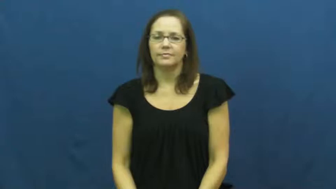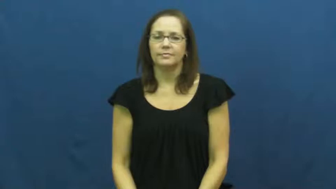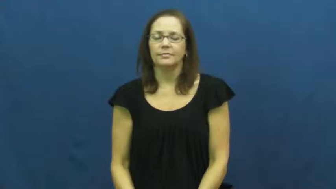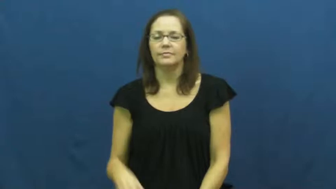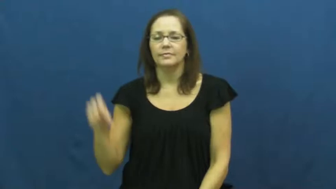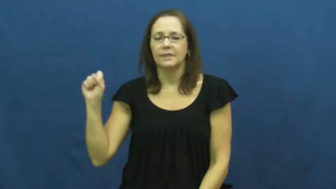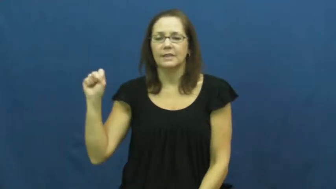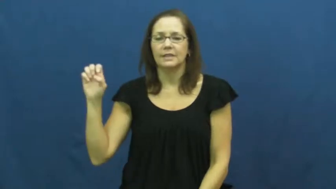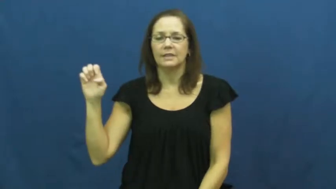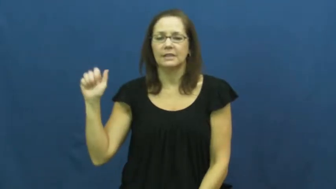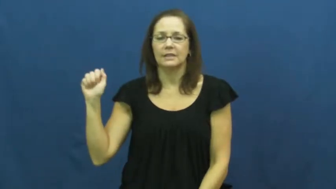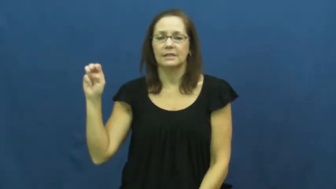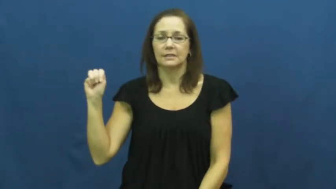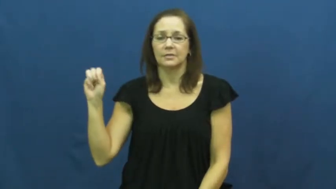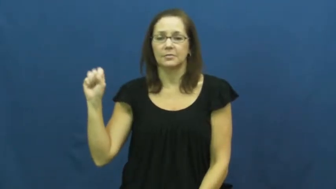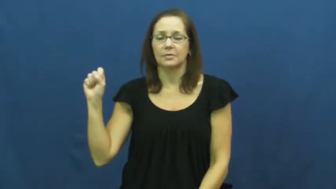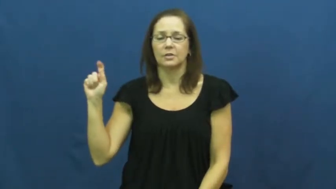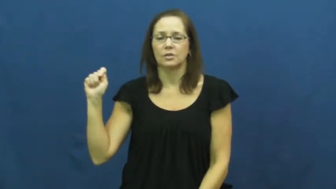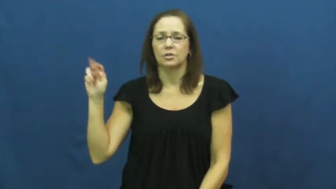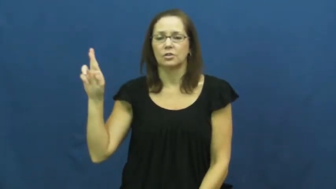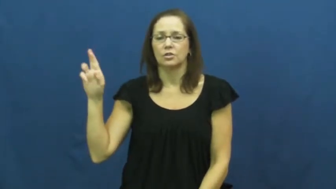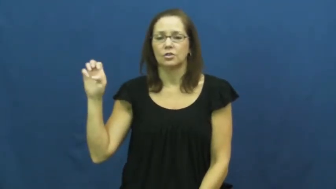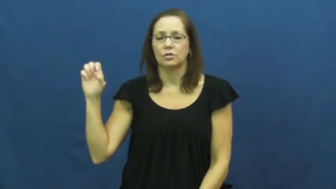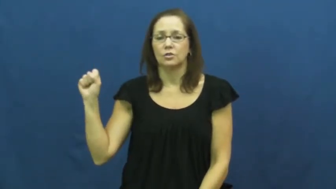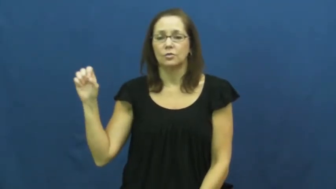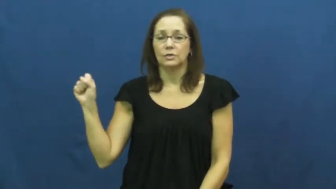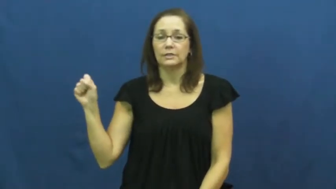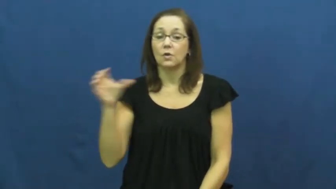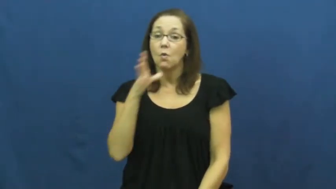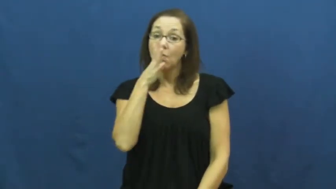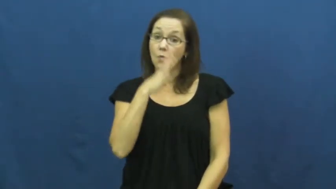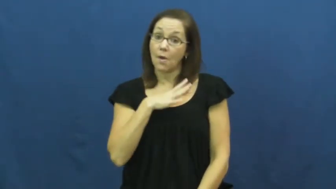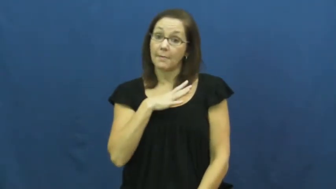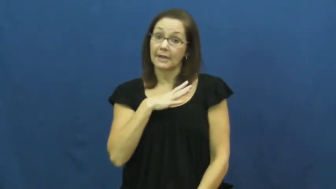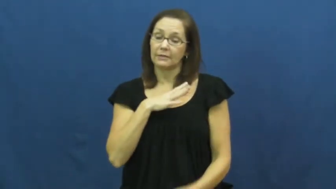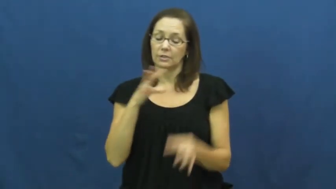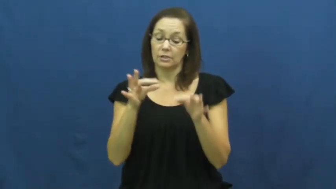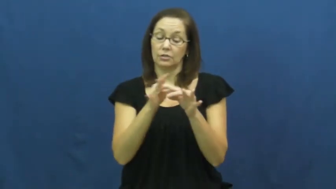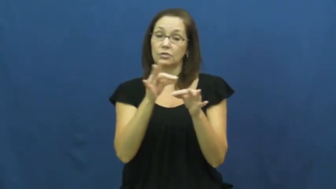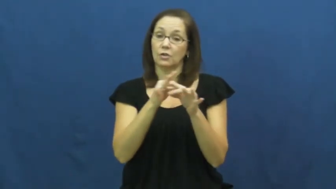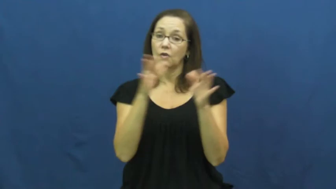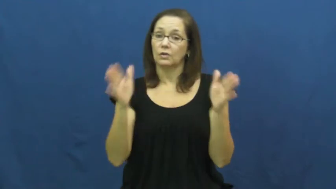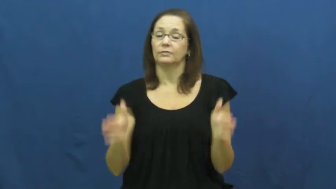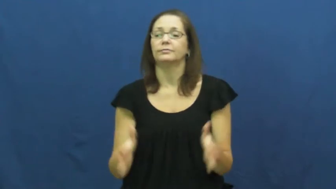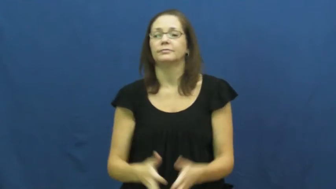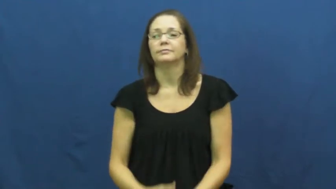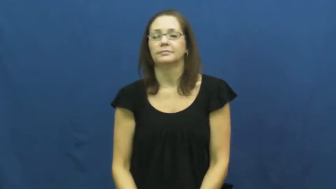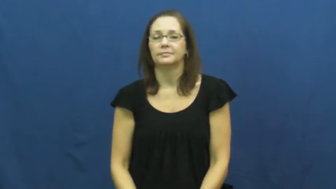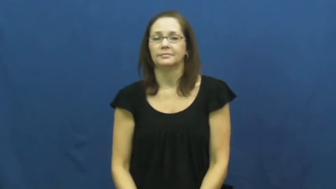seamstress,sempstress,modiste